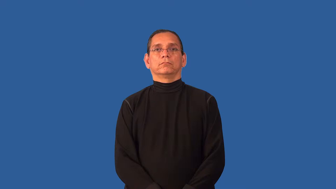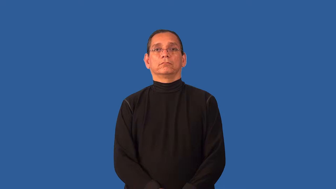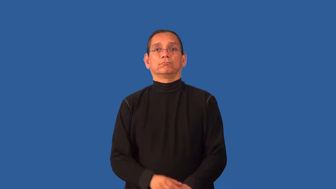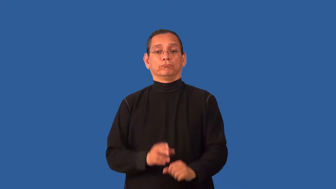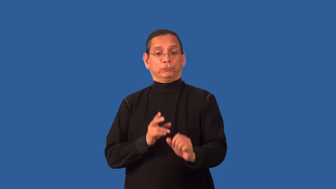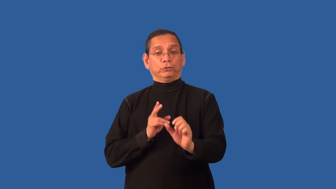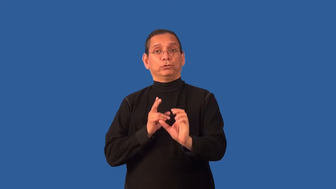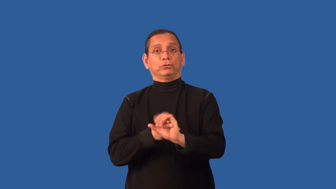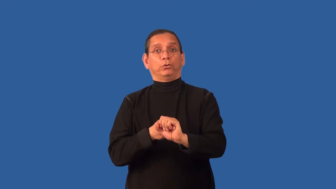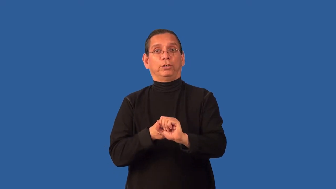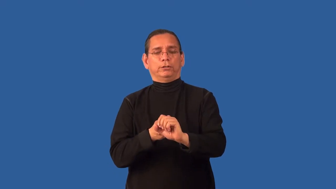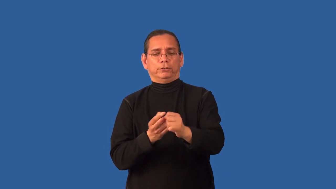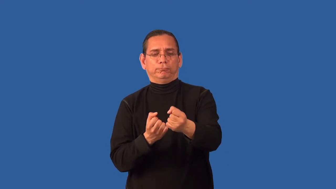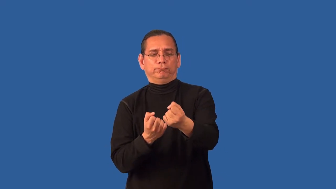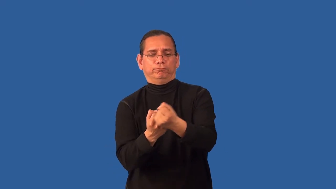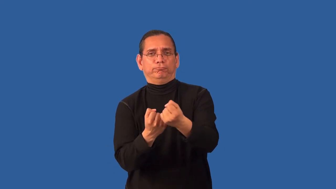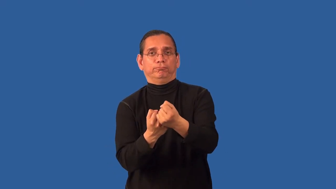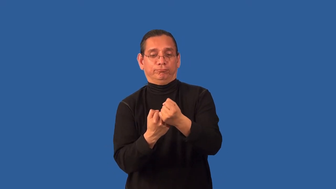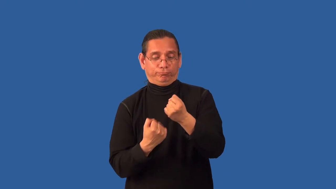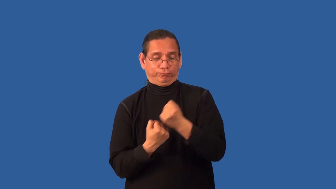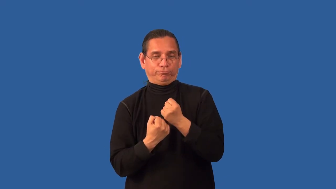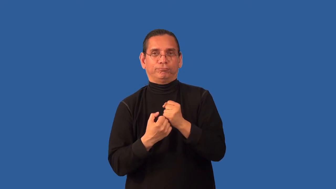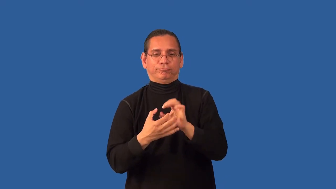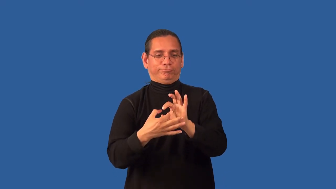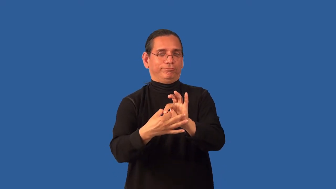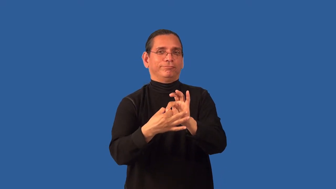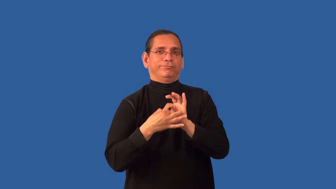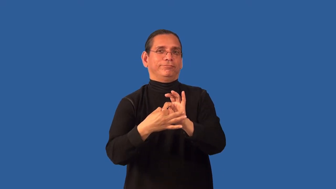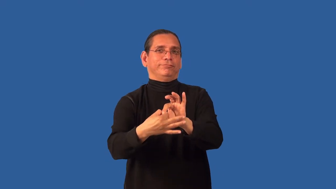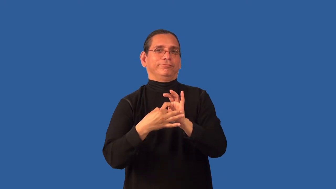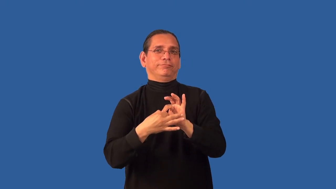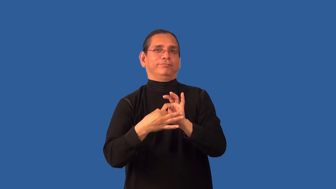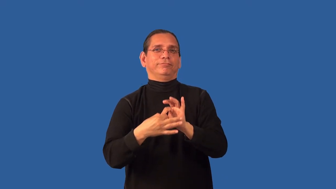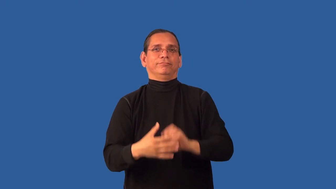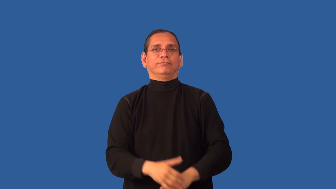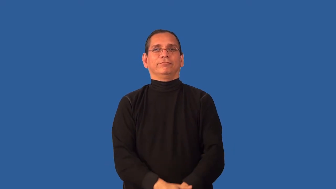ally,go in with-verb